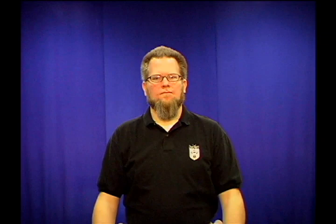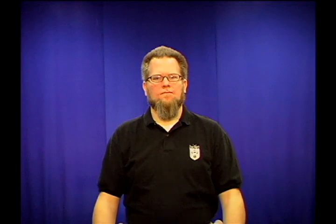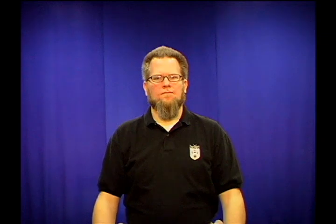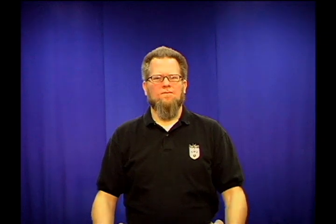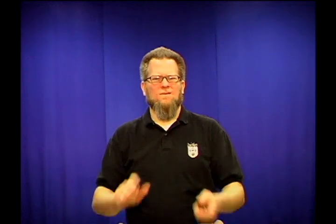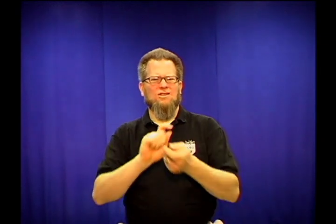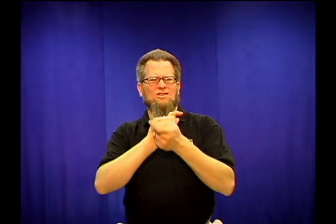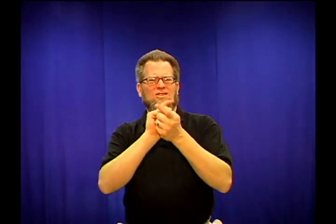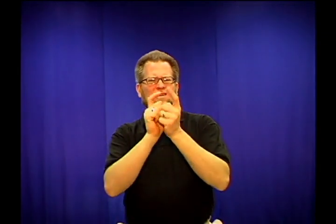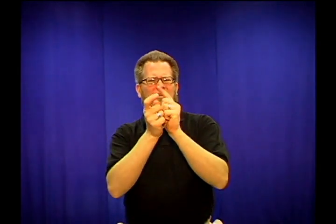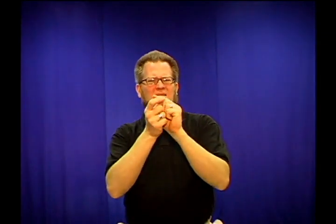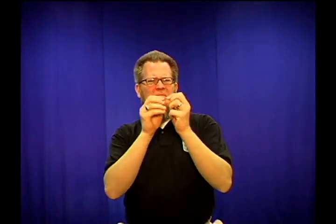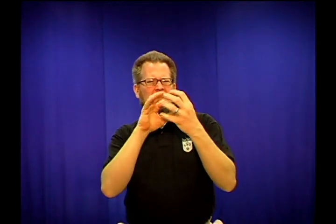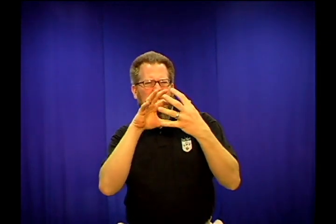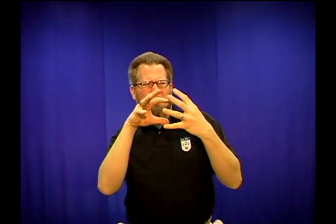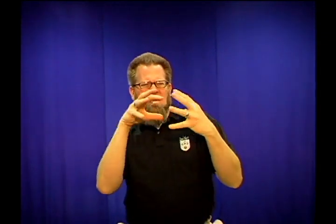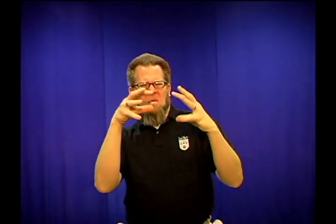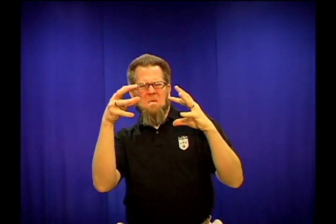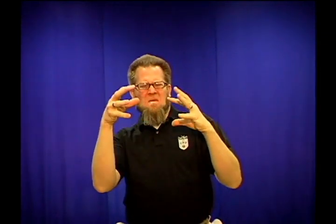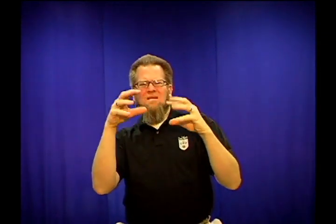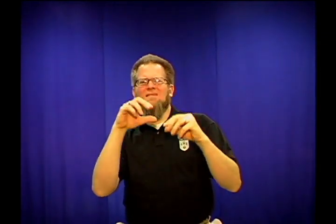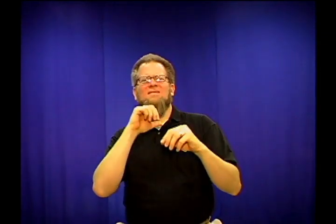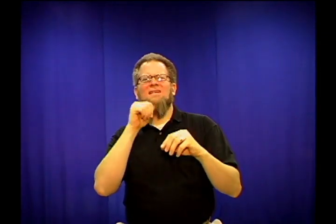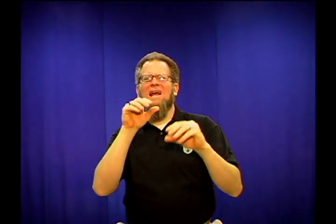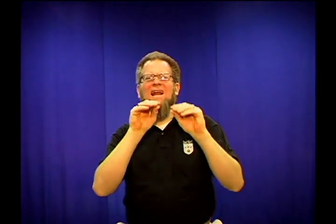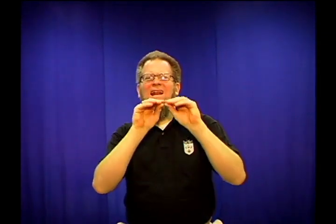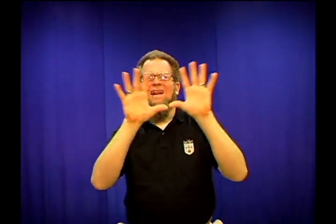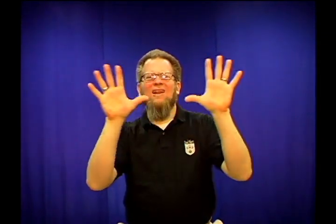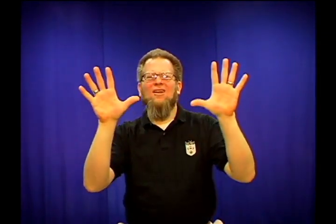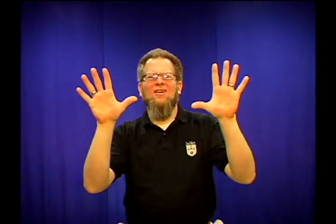distort-object